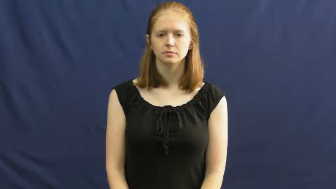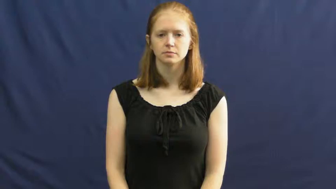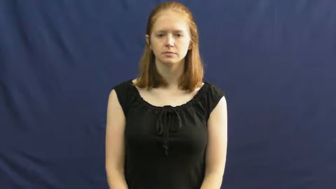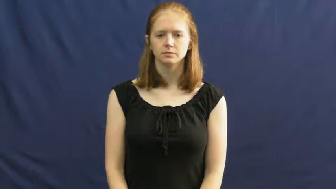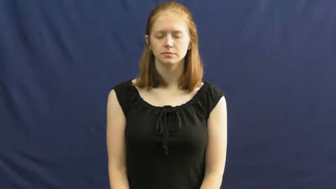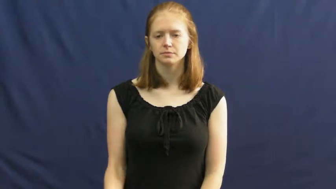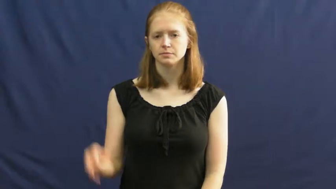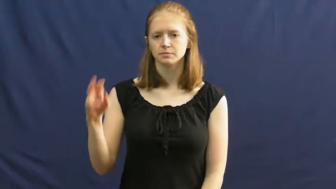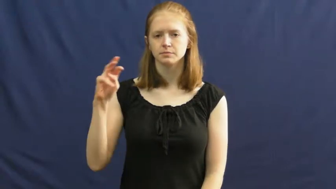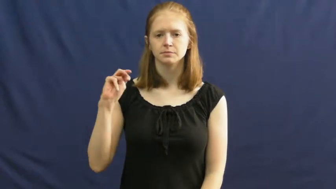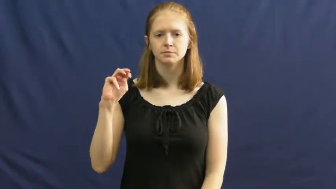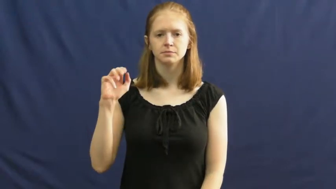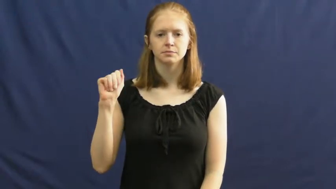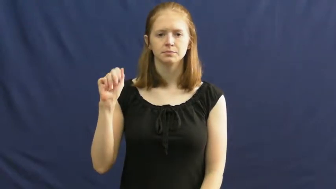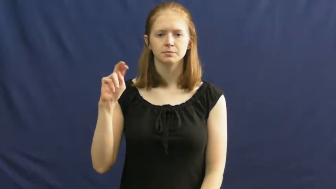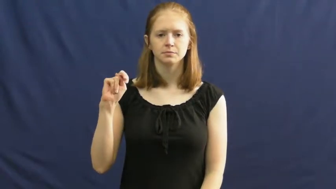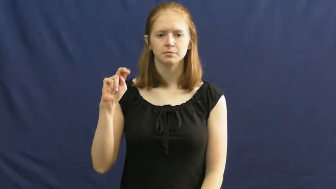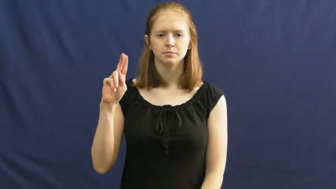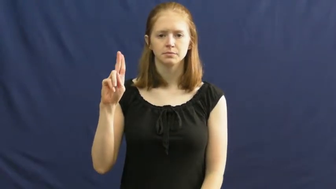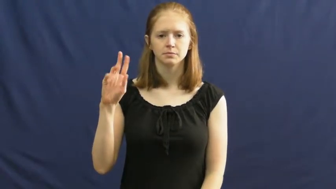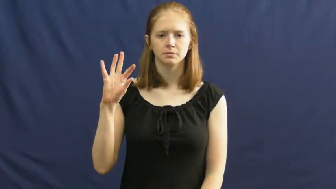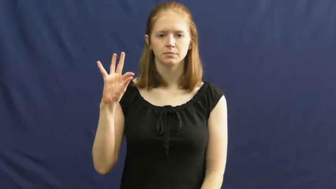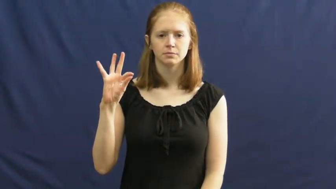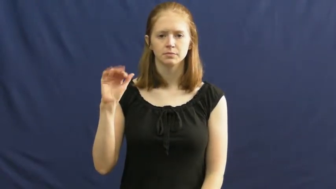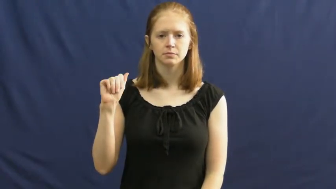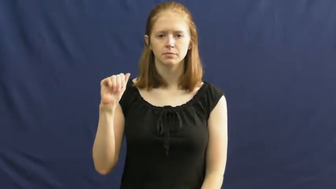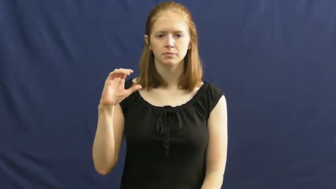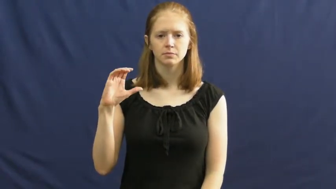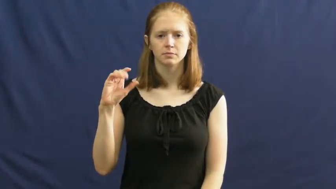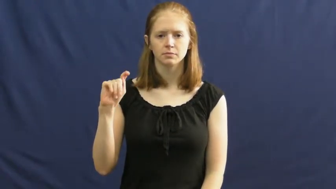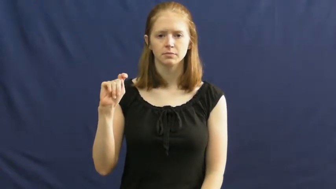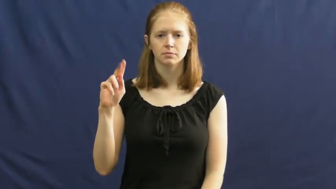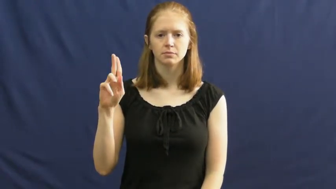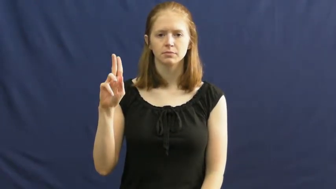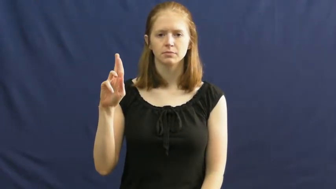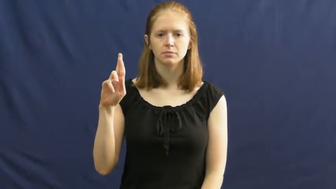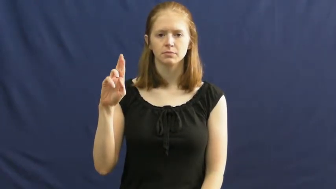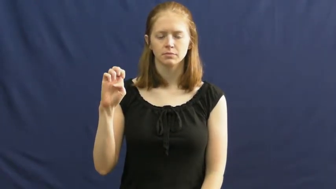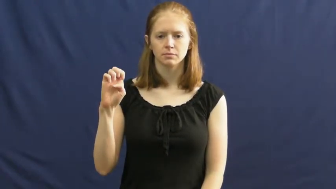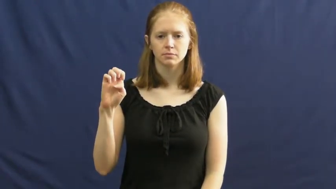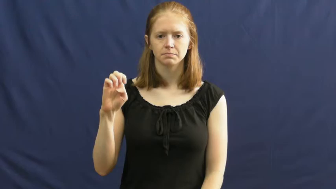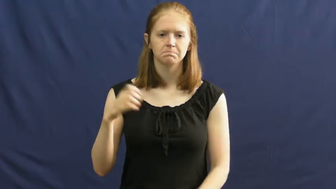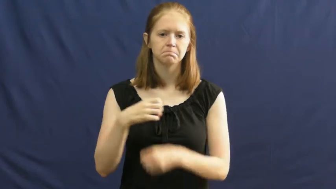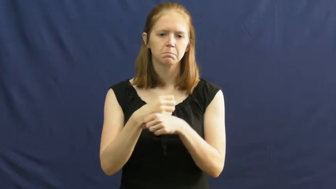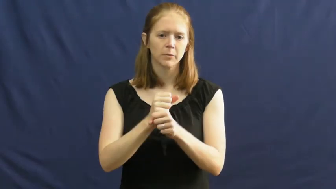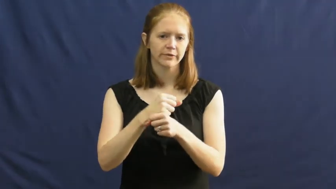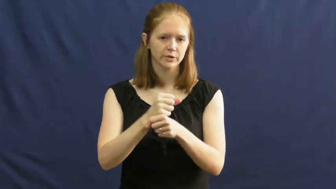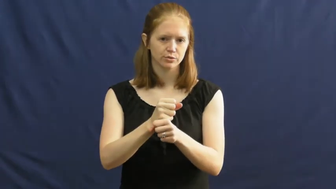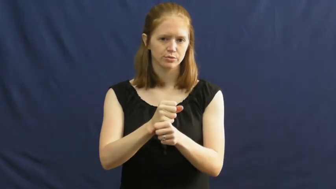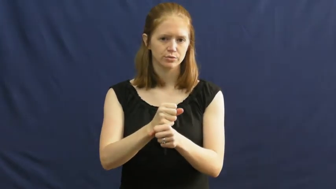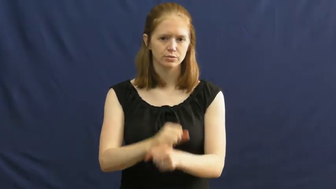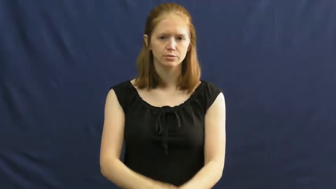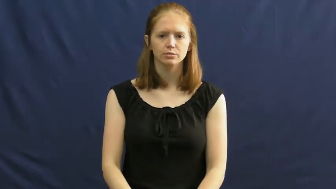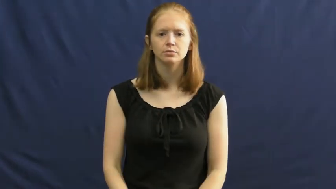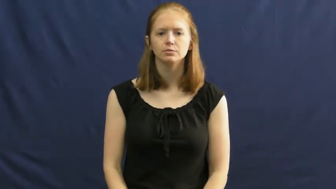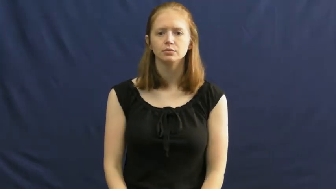manufacture